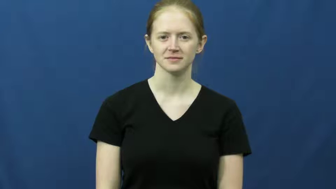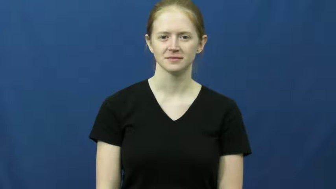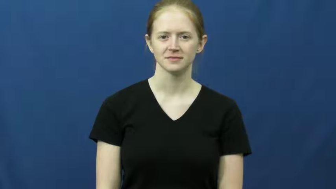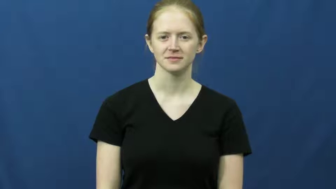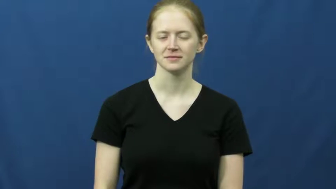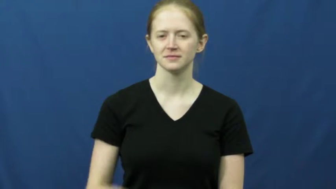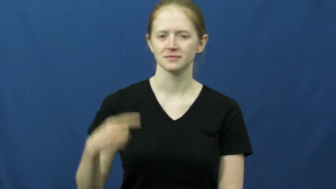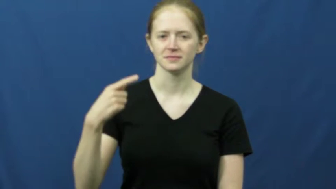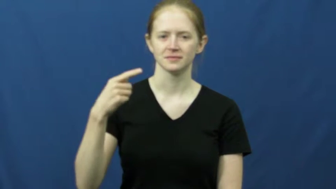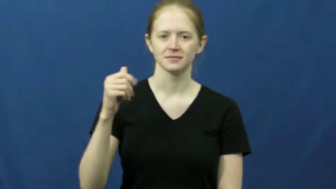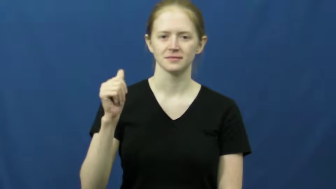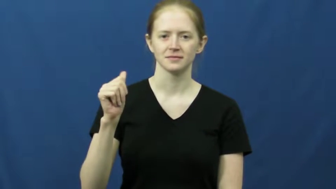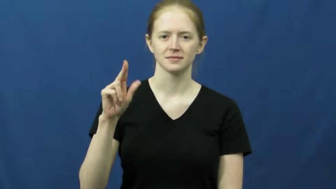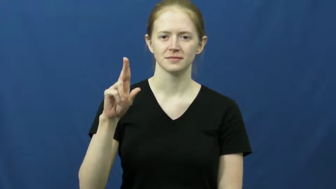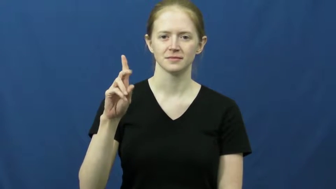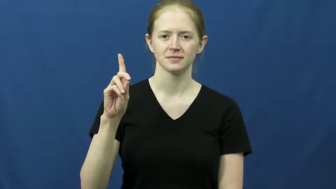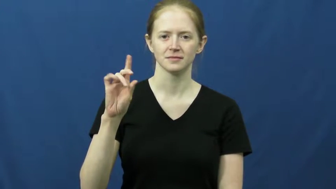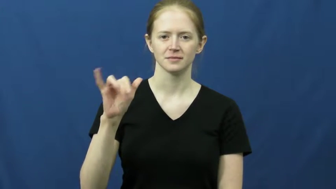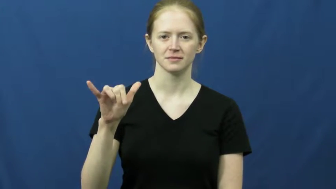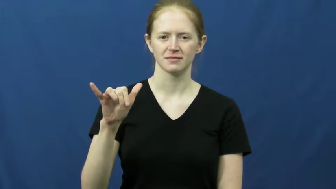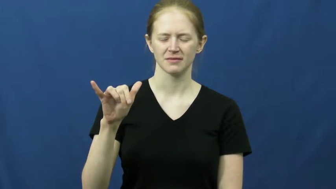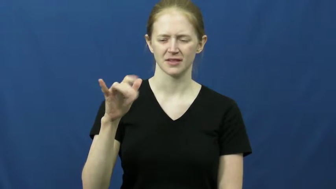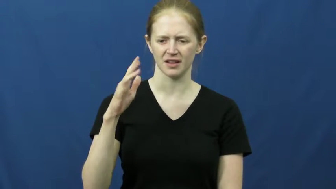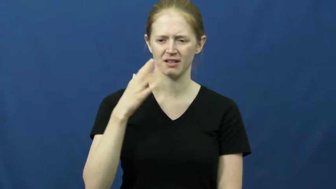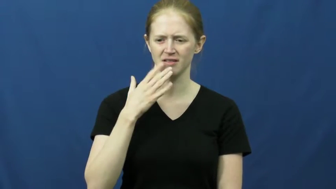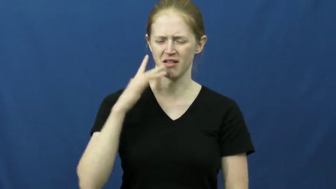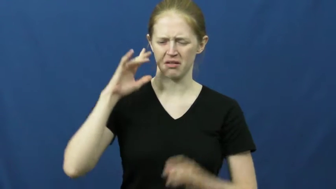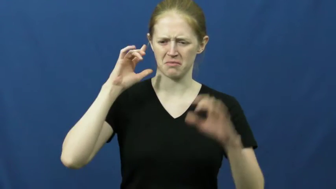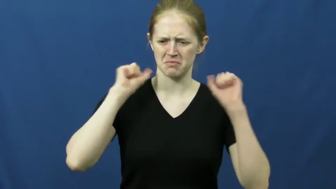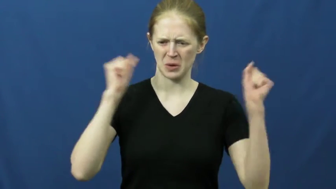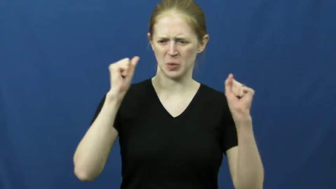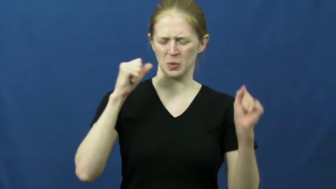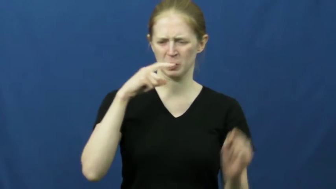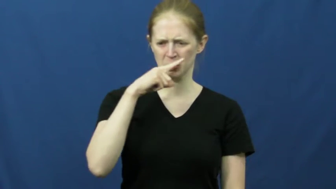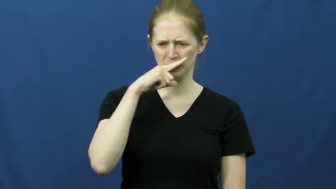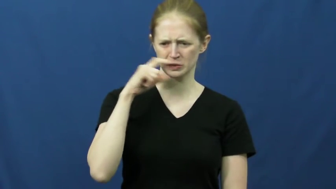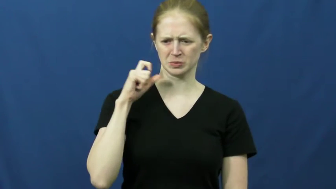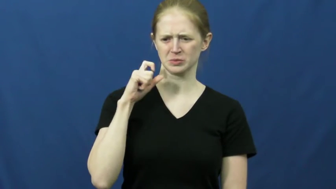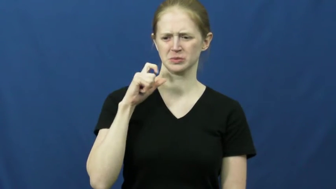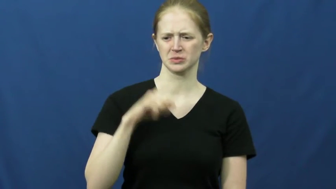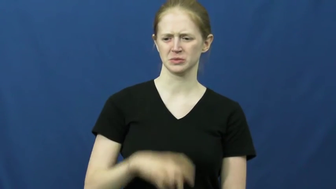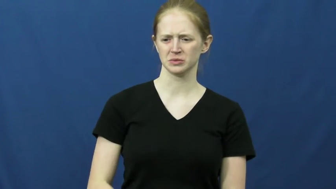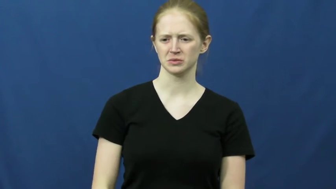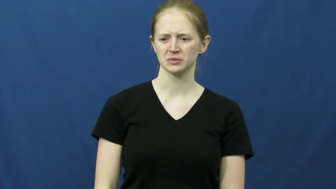gaudy